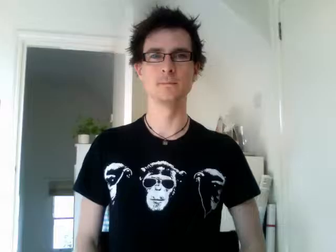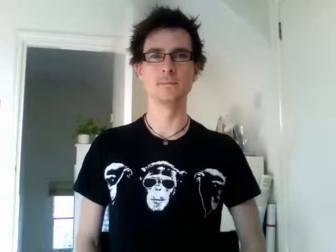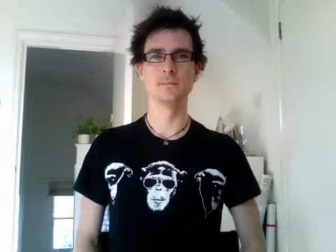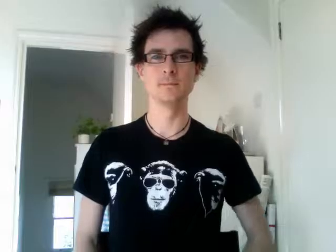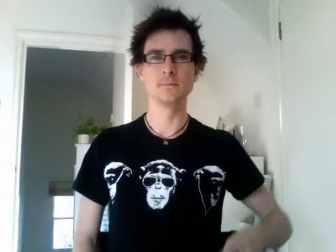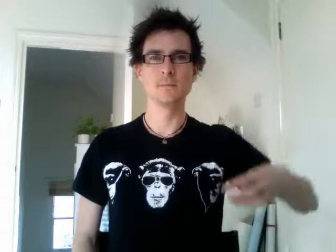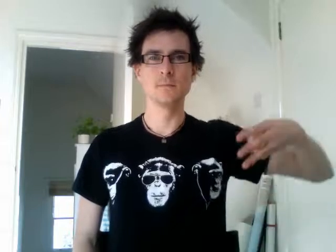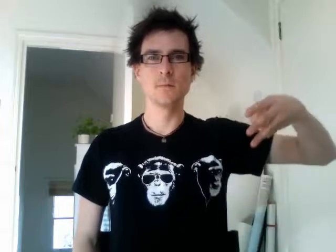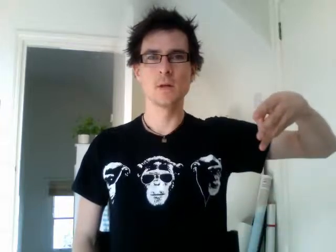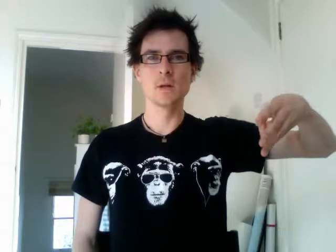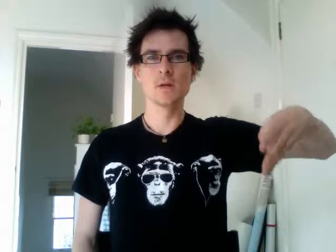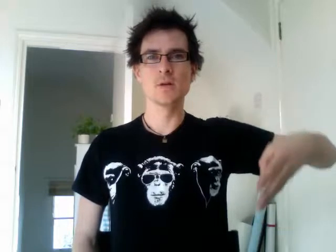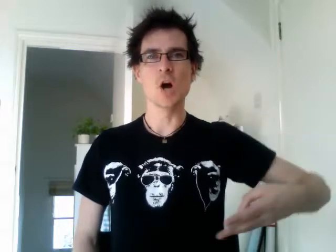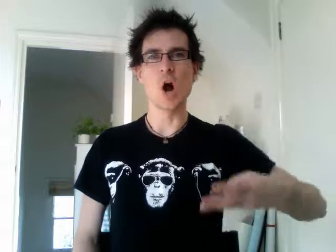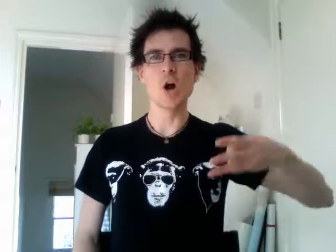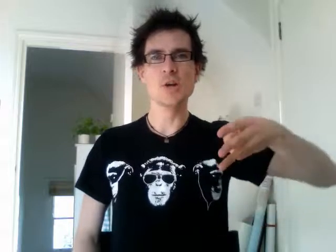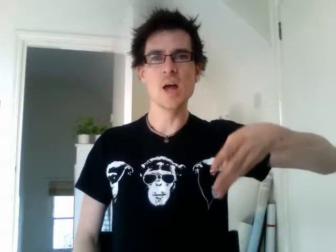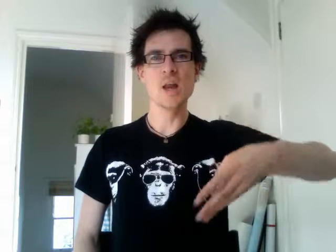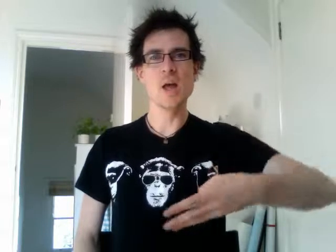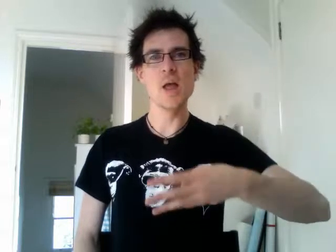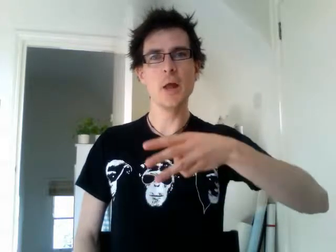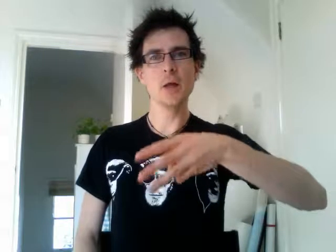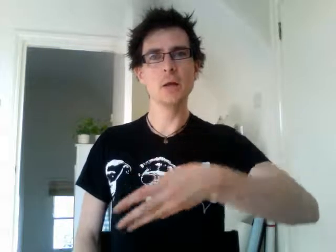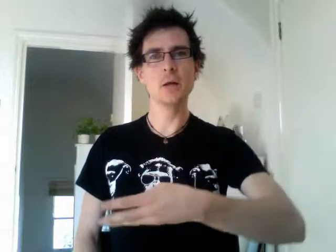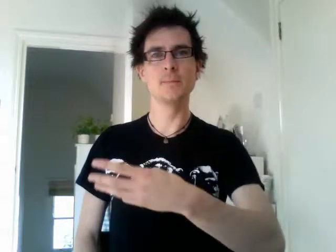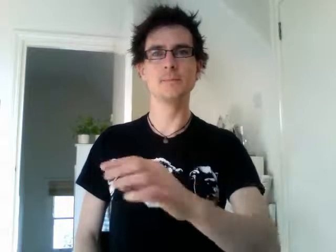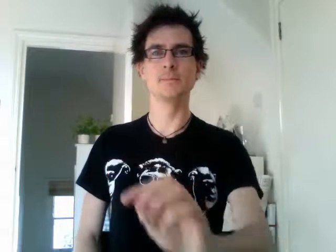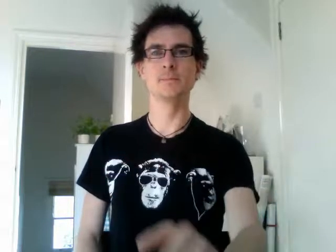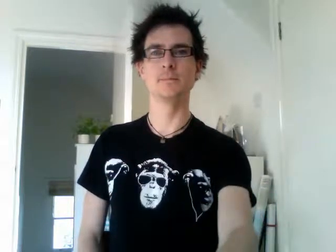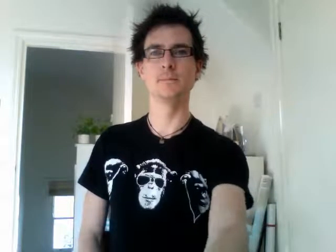gardening